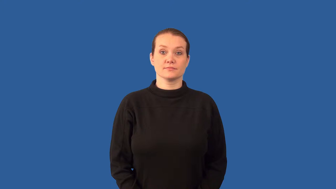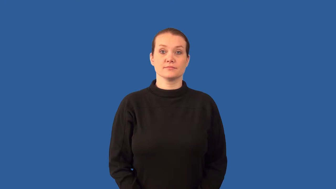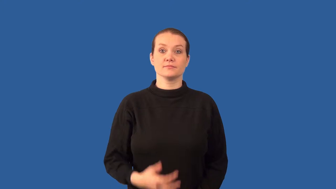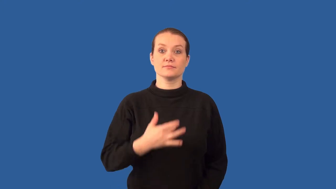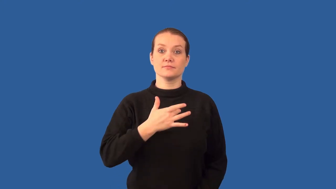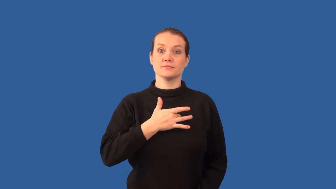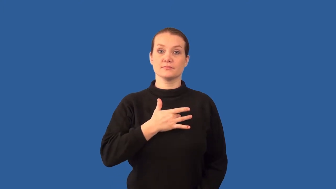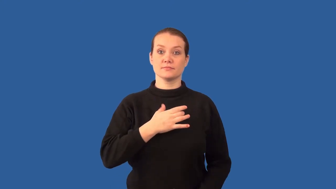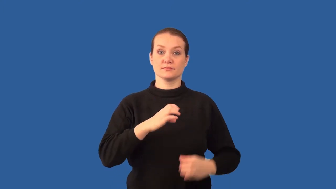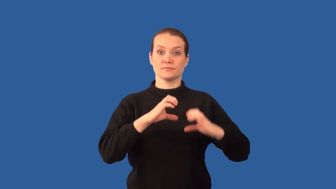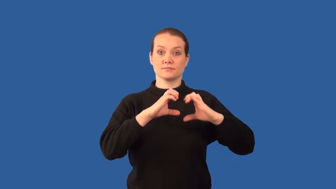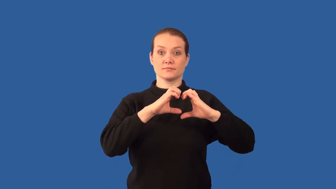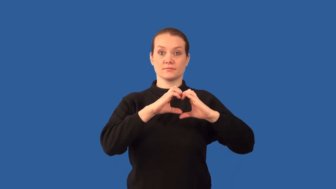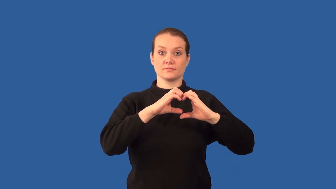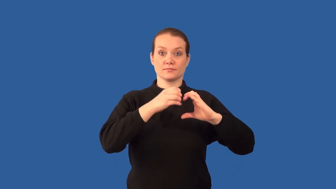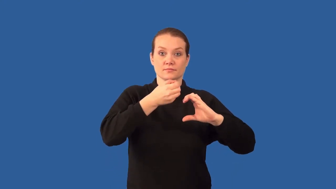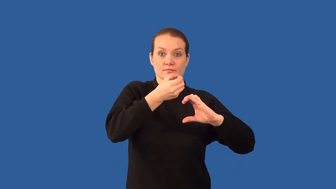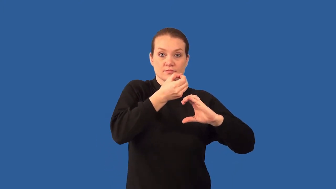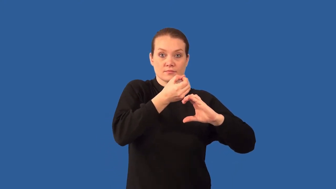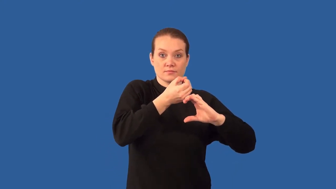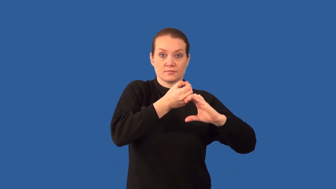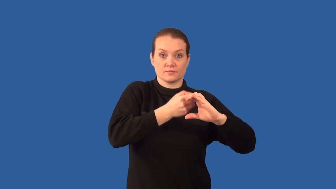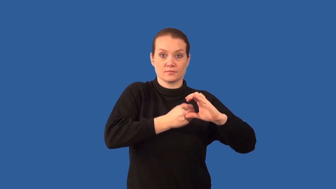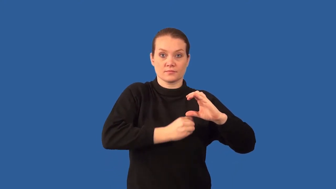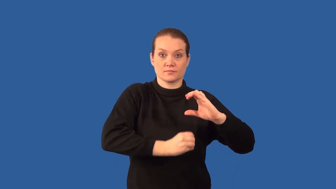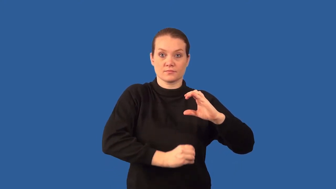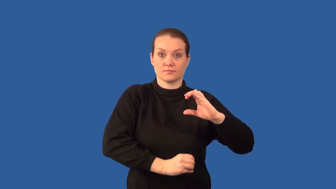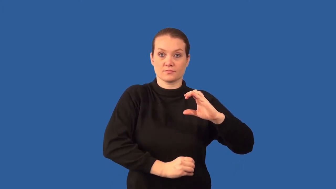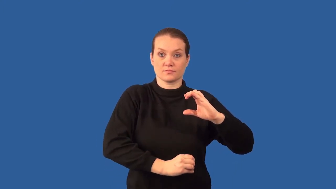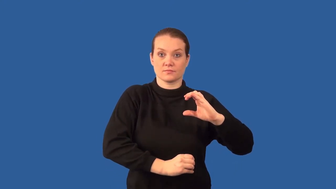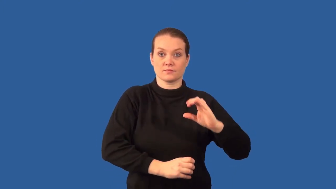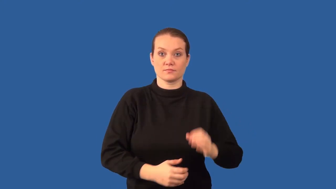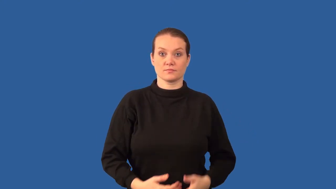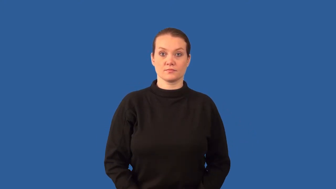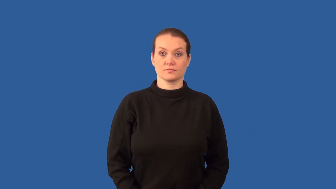aorta